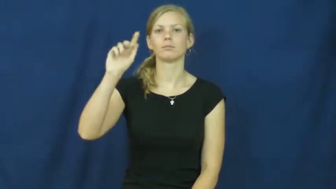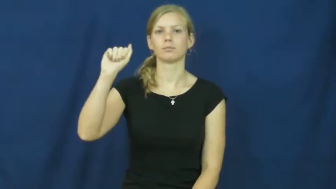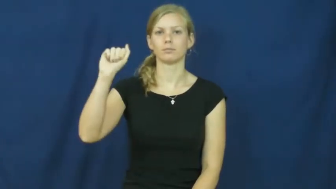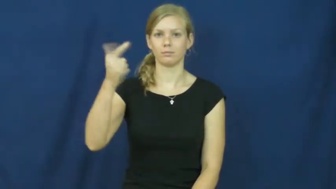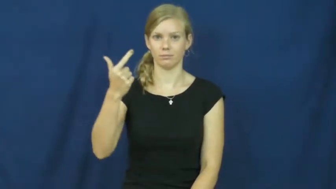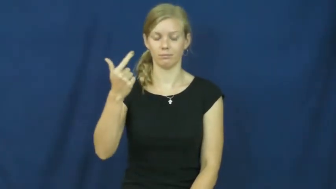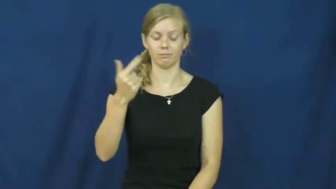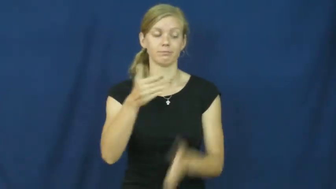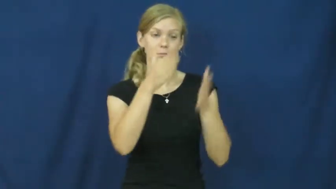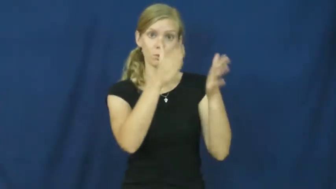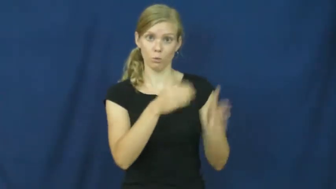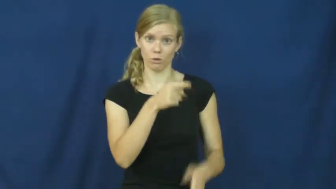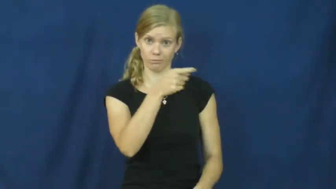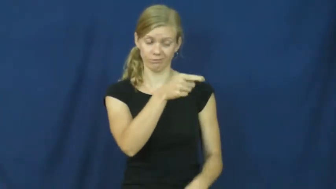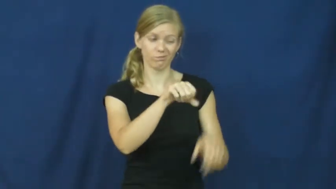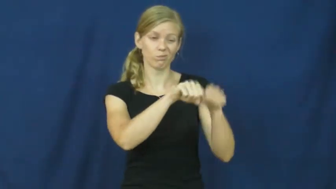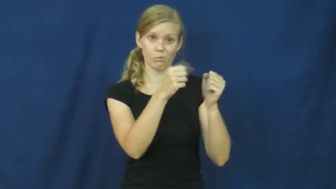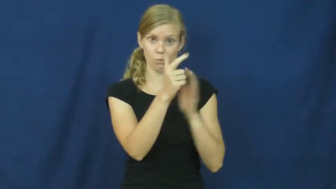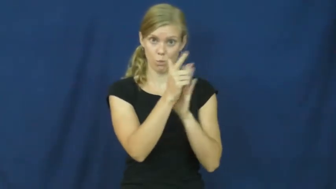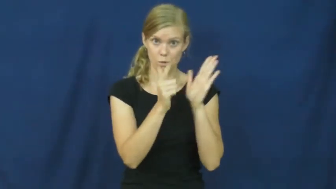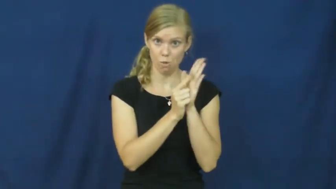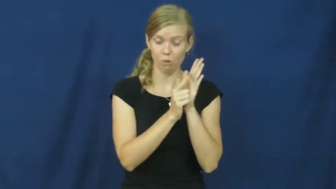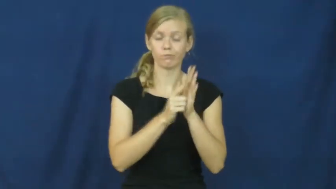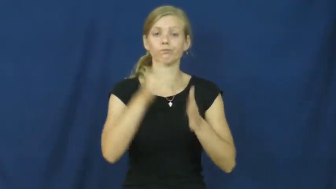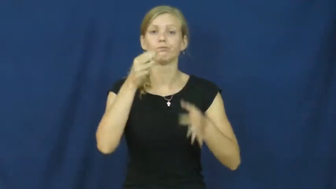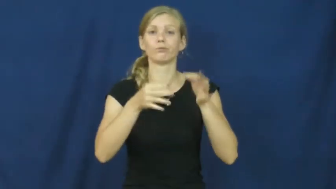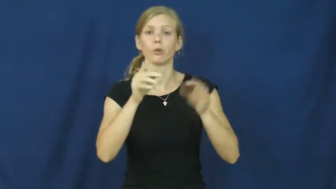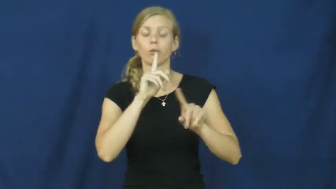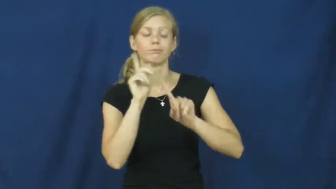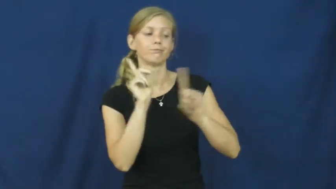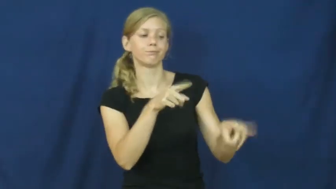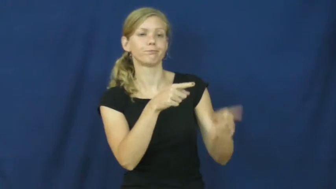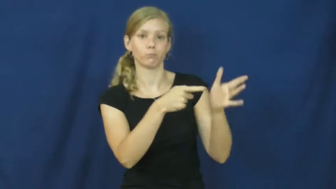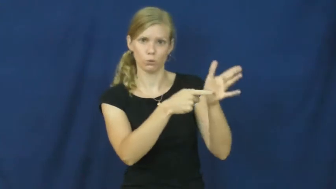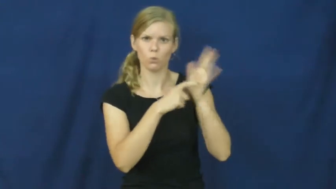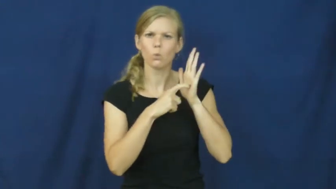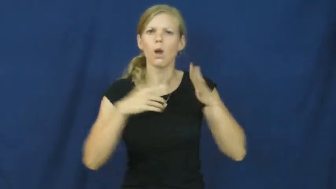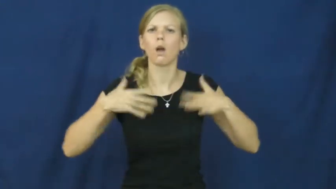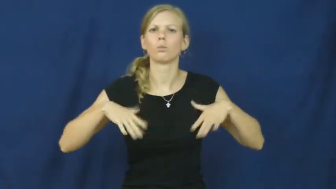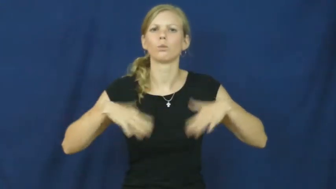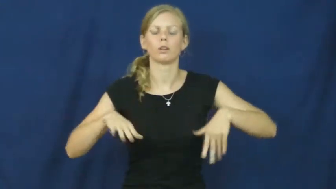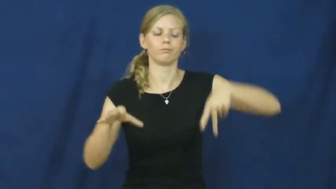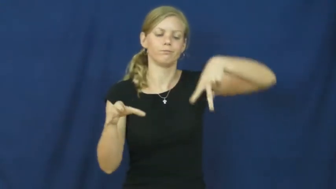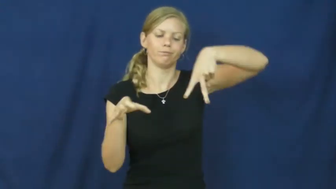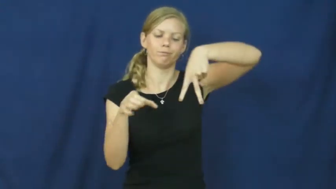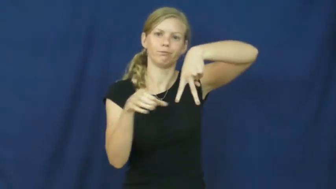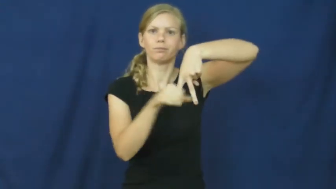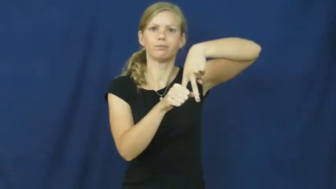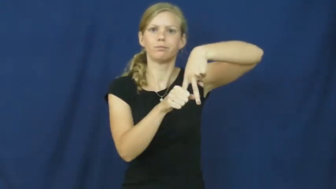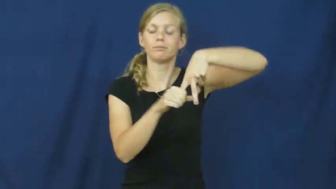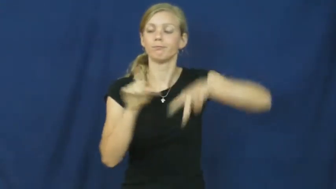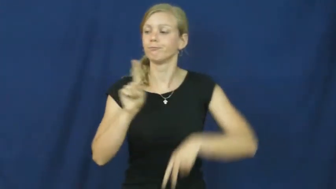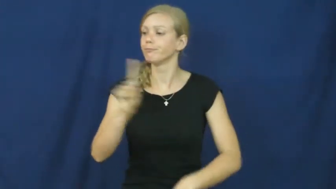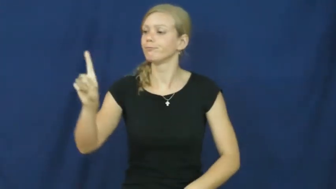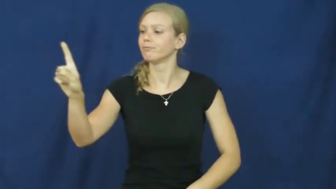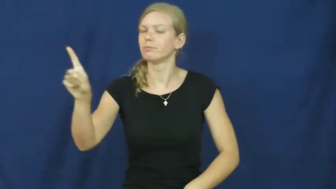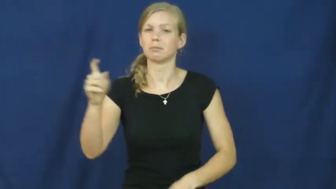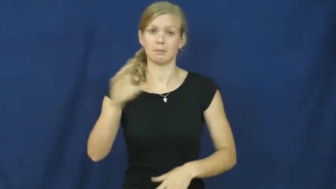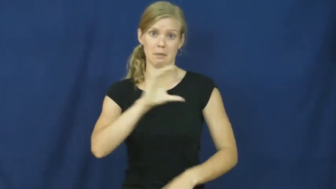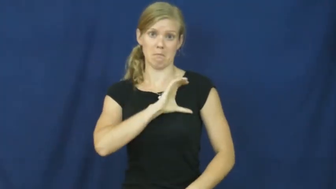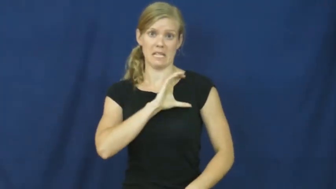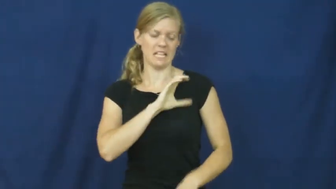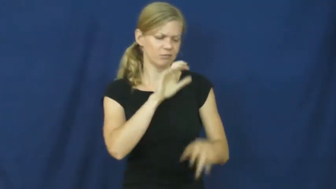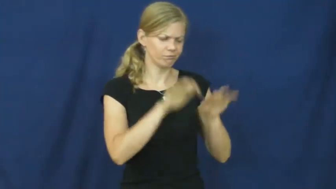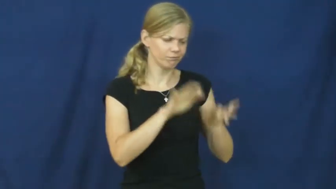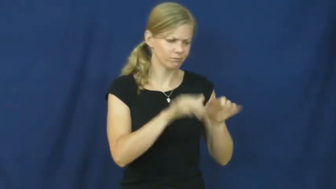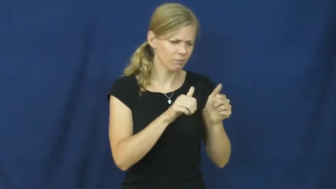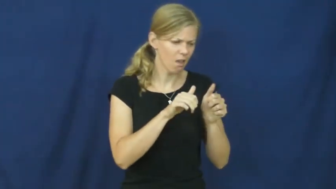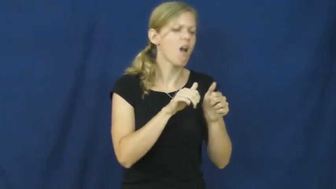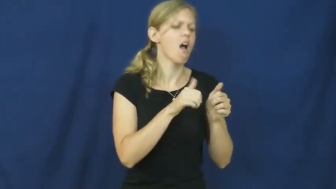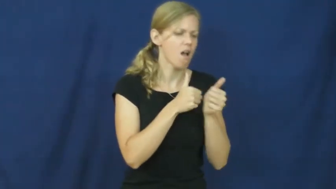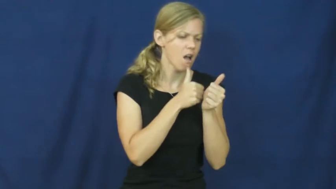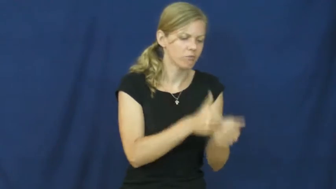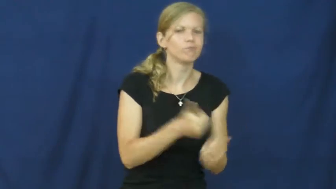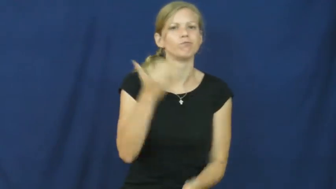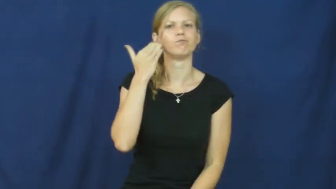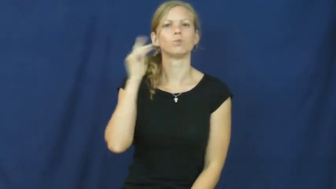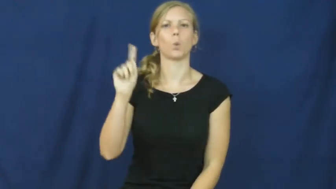tag-ankle bracelet